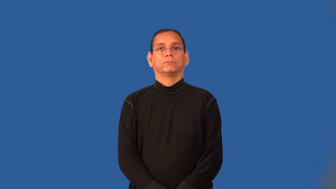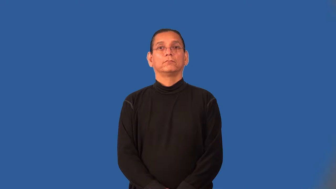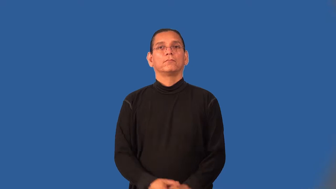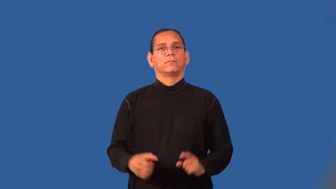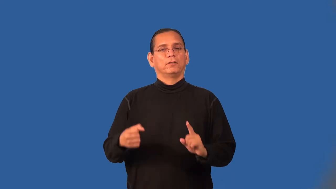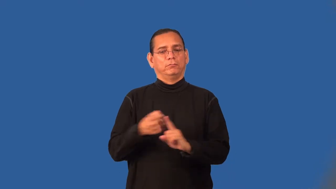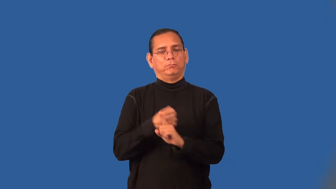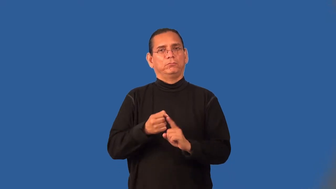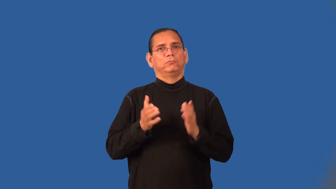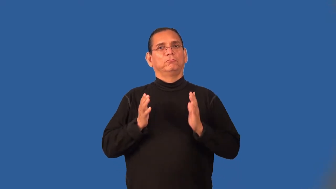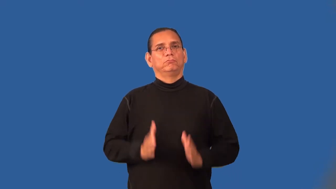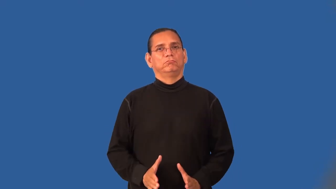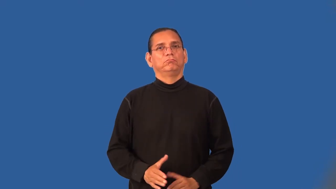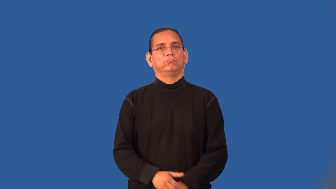abuser